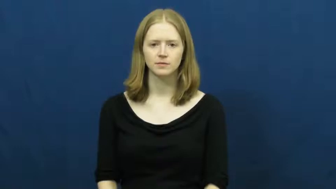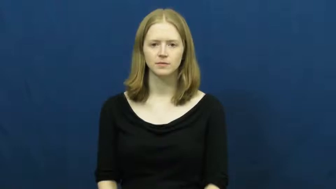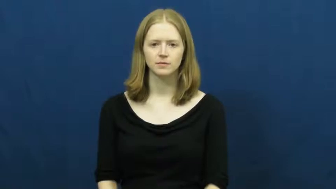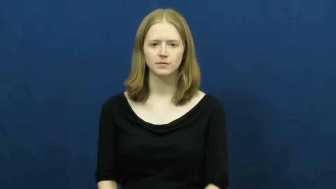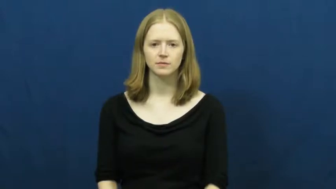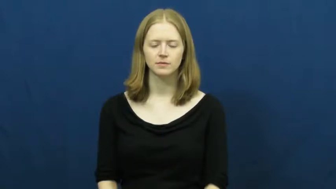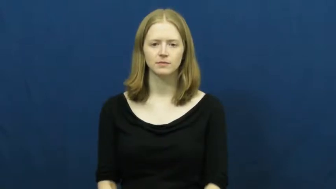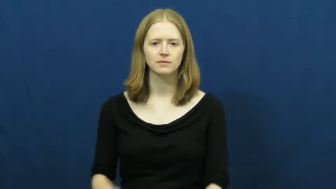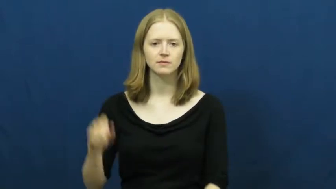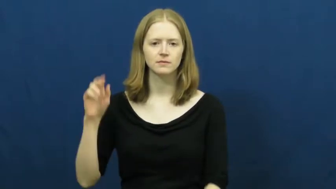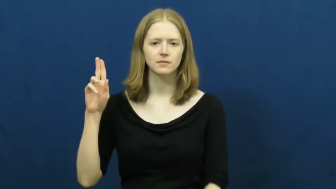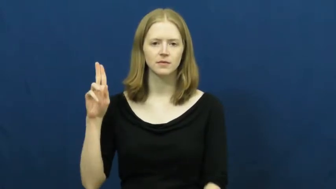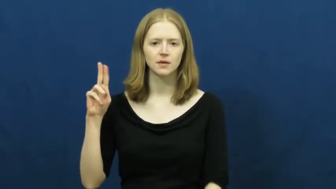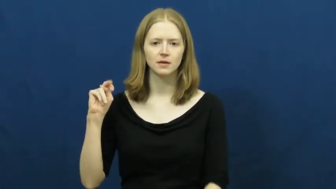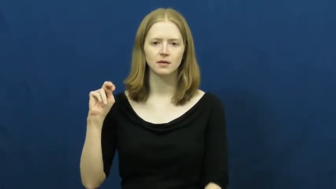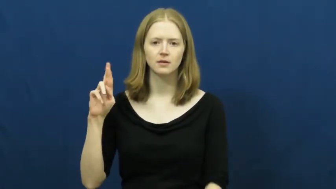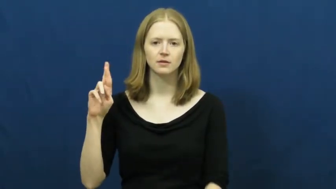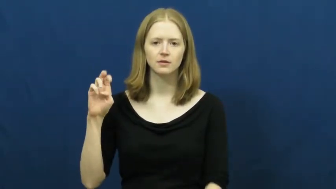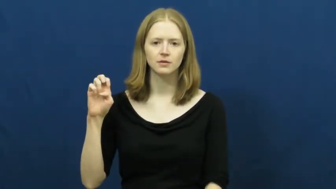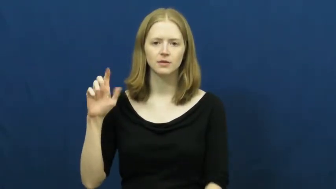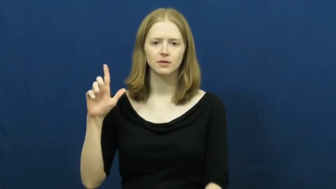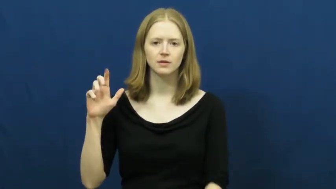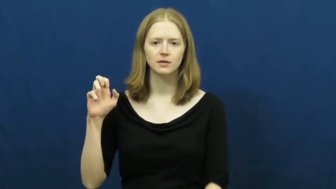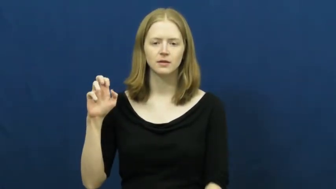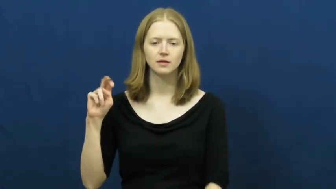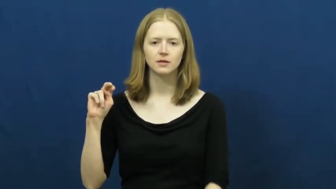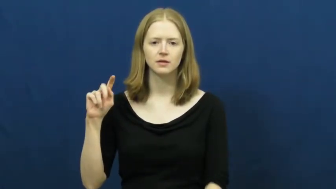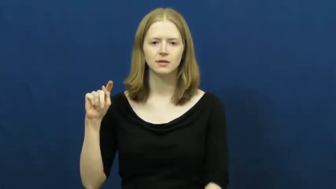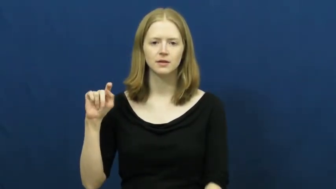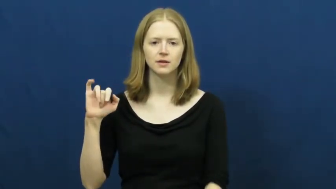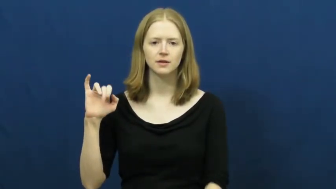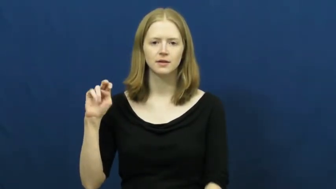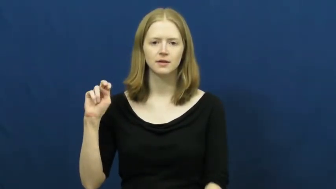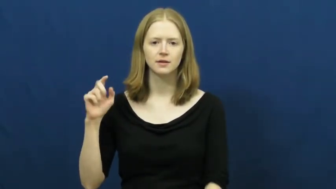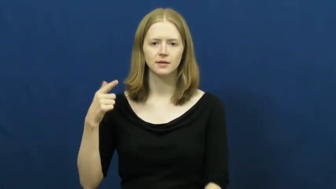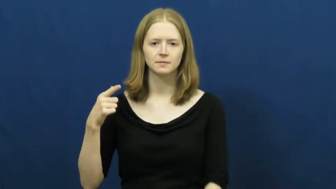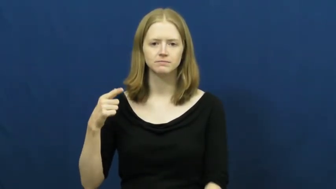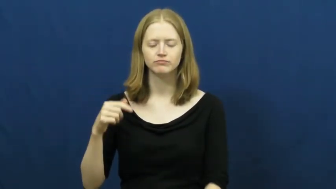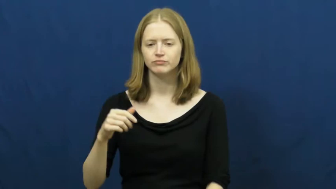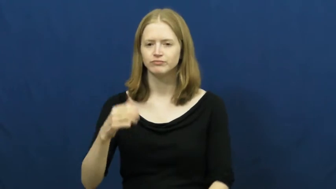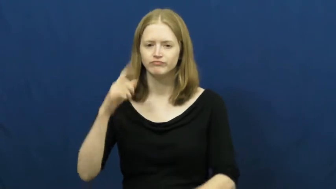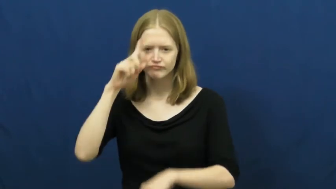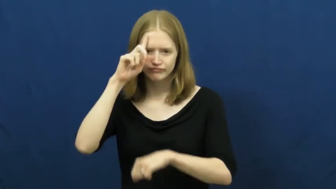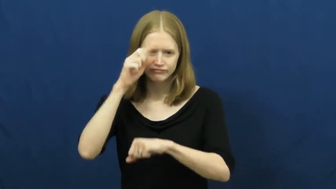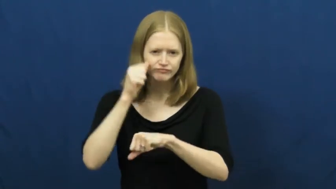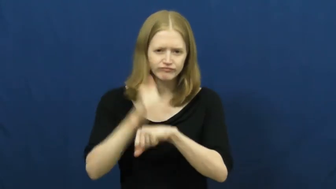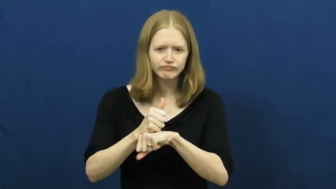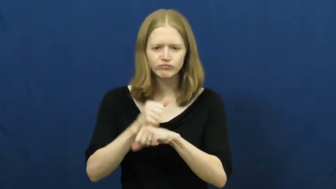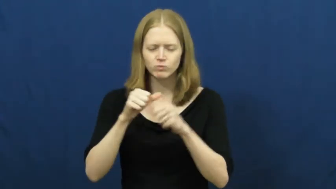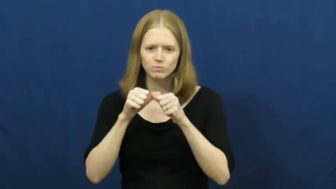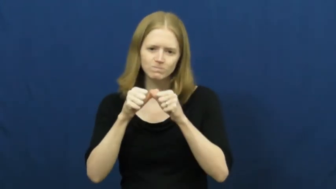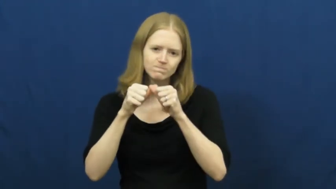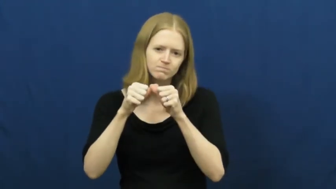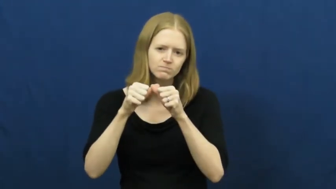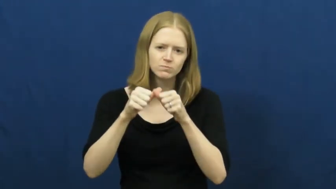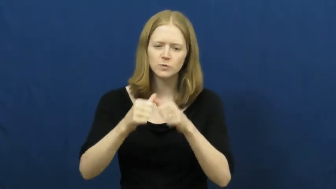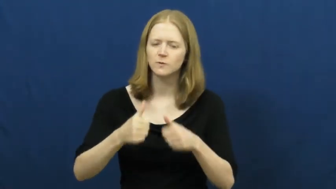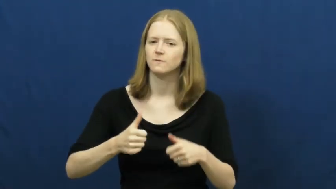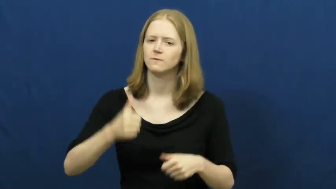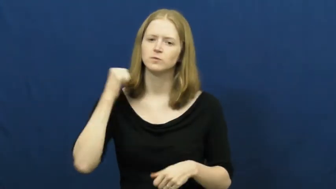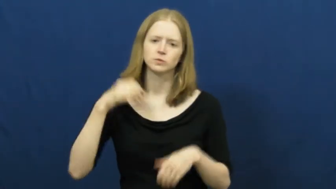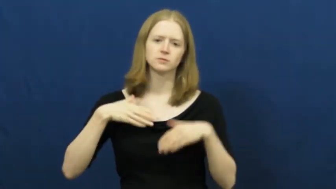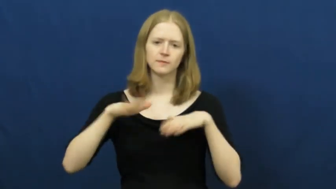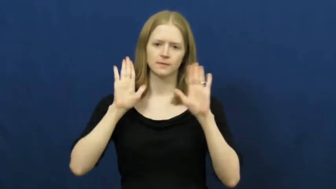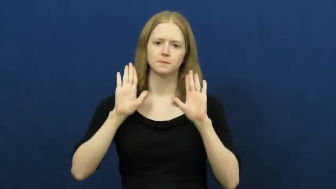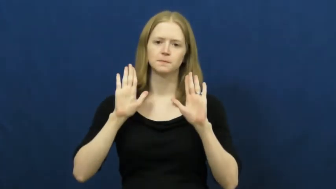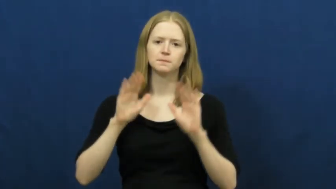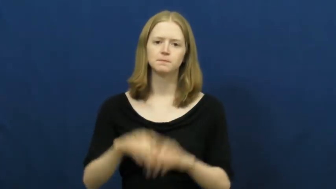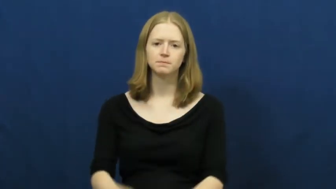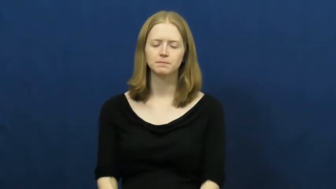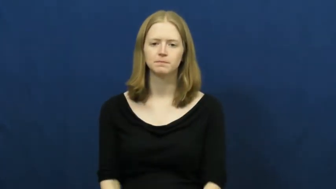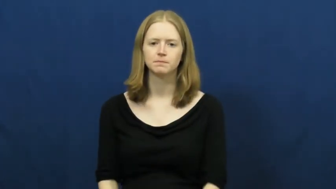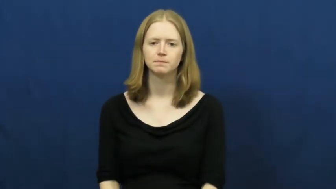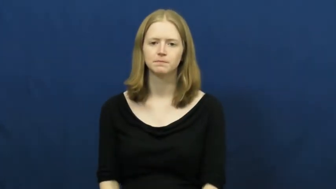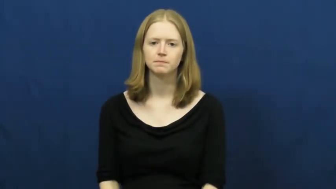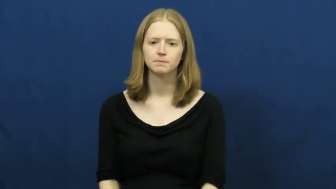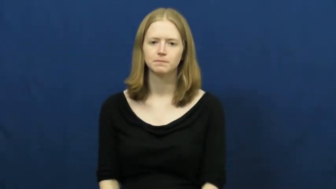unrelenting